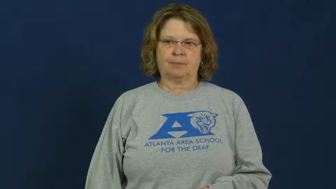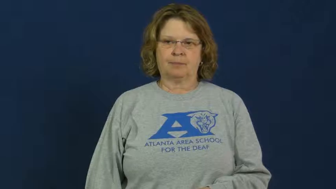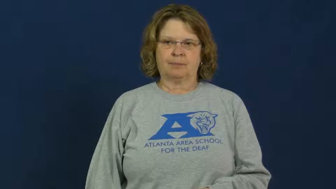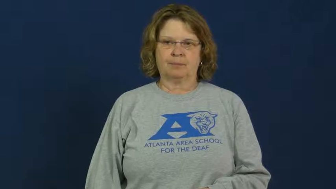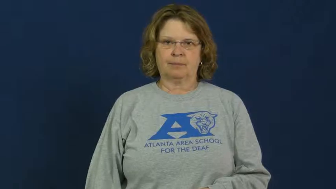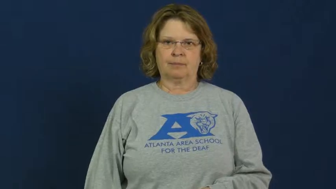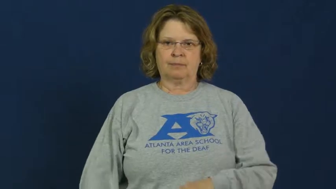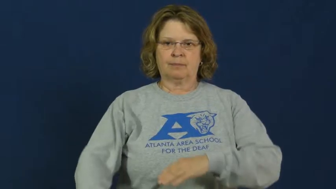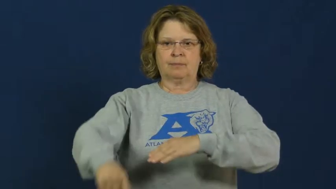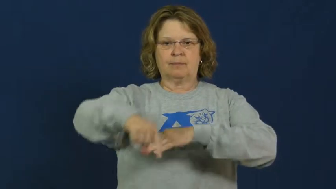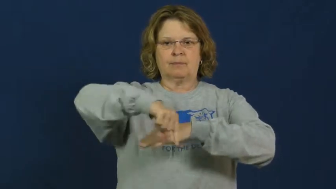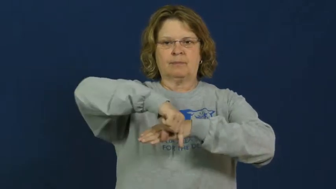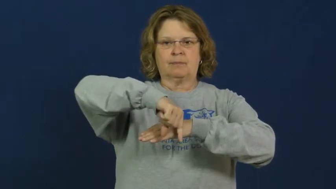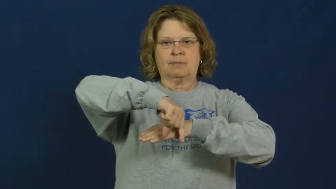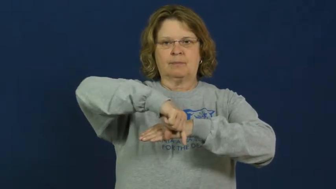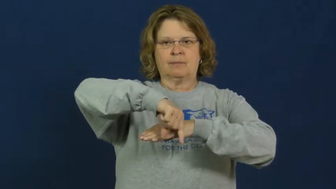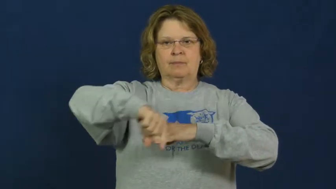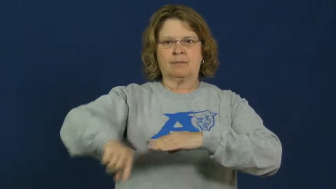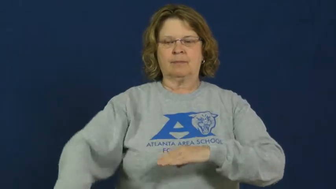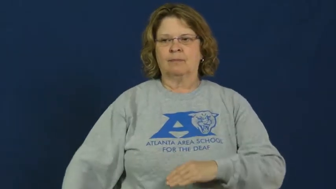quarter-school